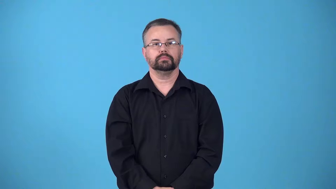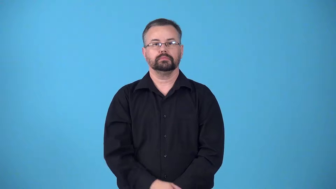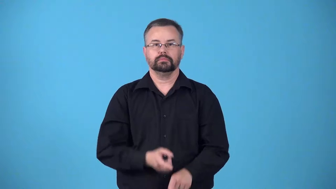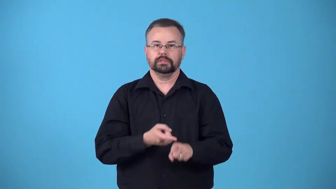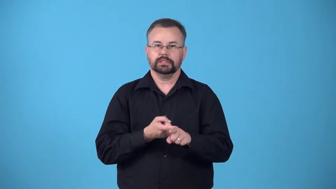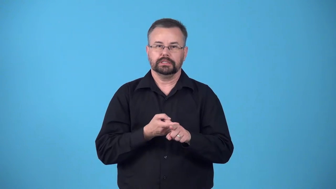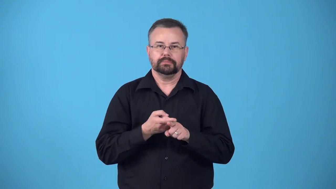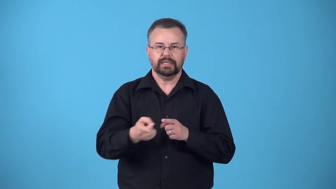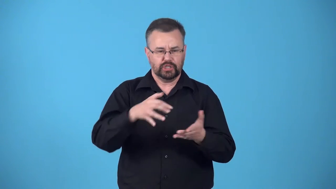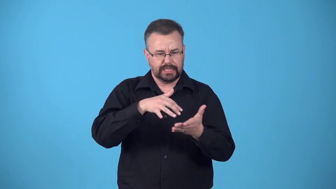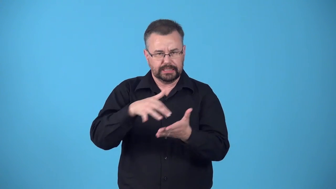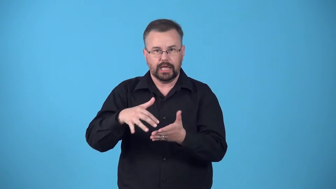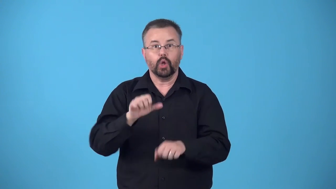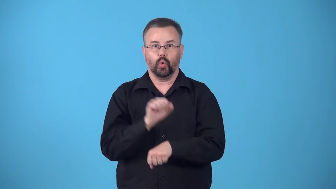field,bailiwick-area of study